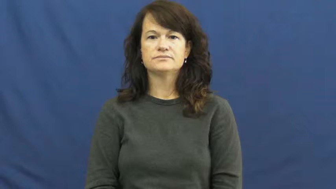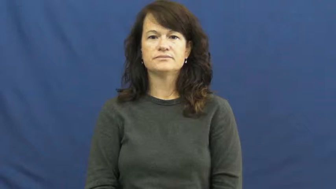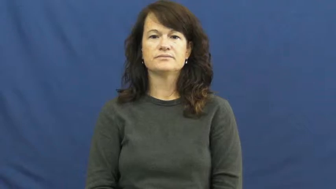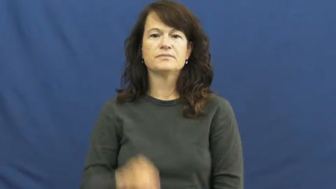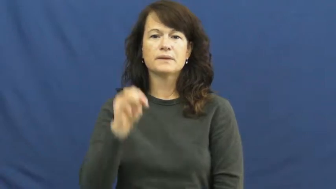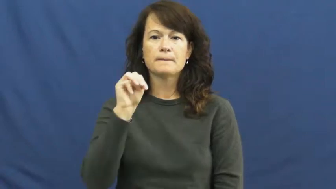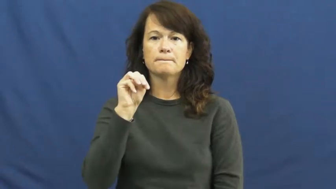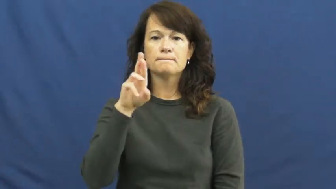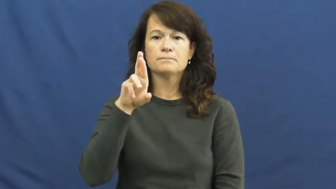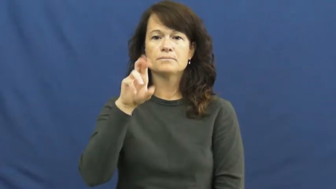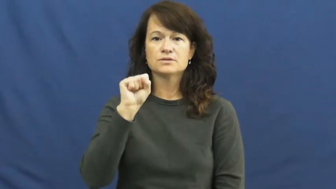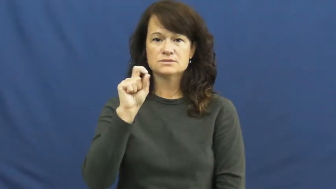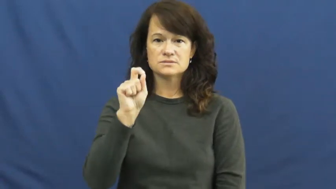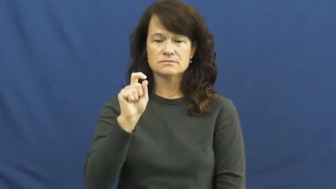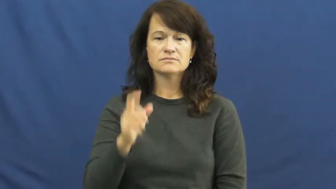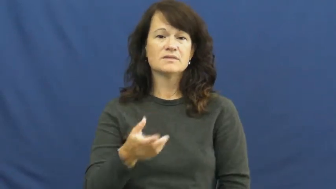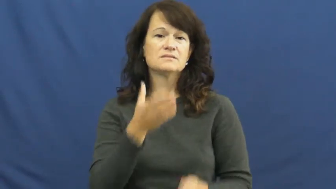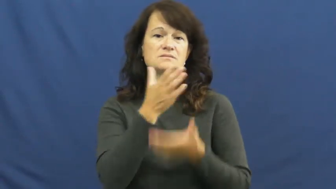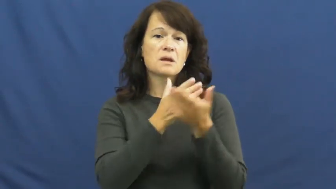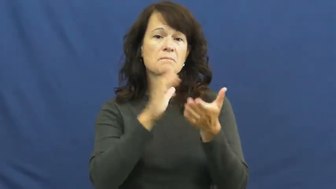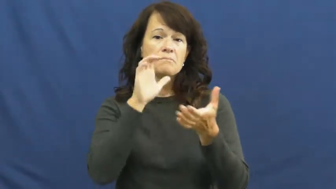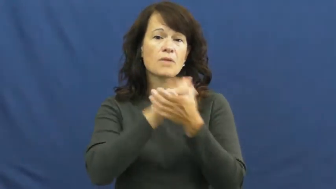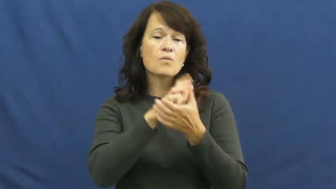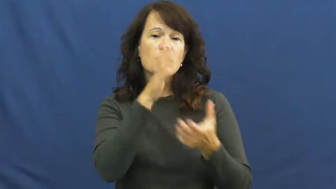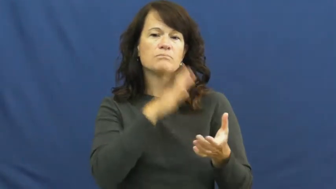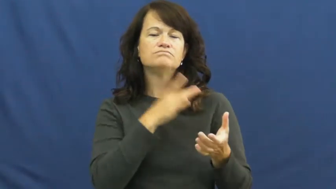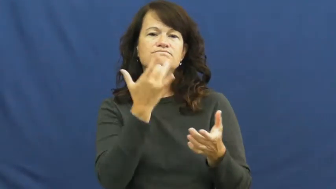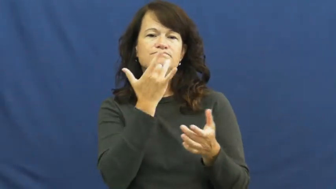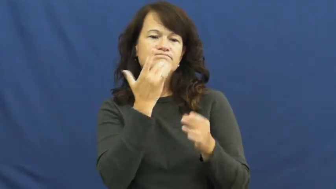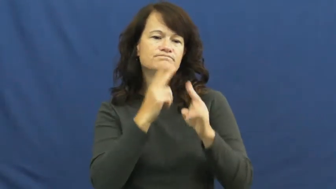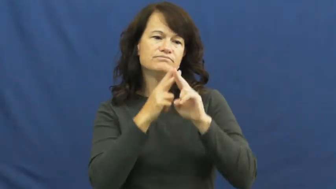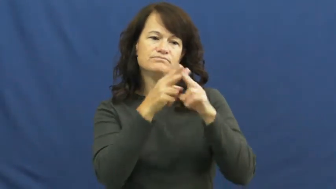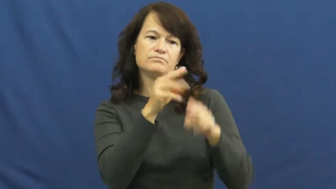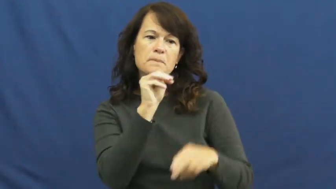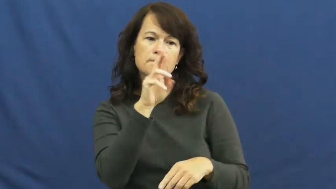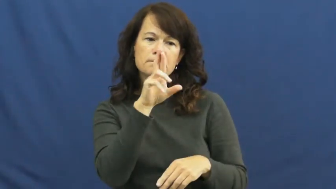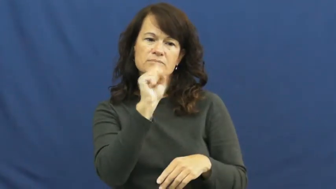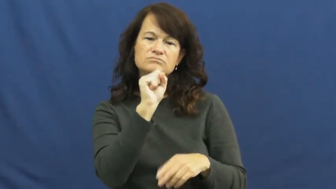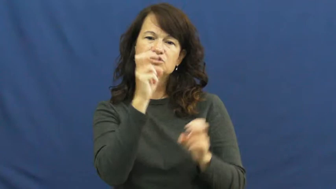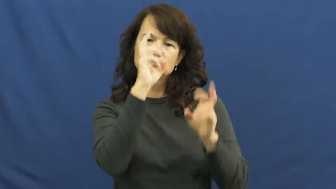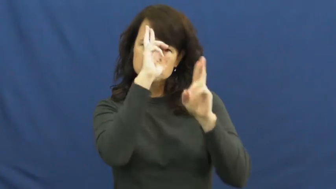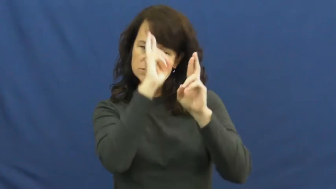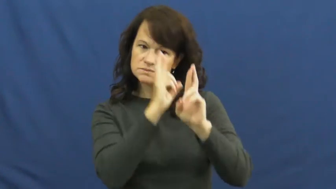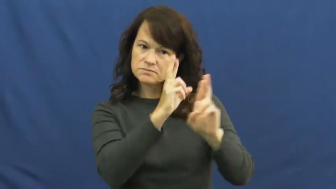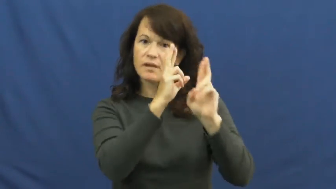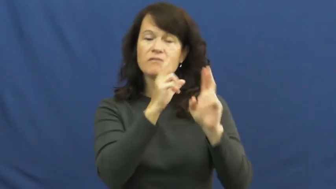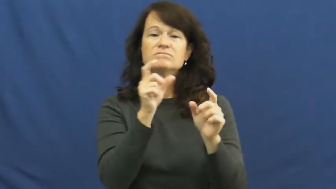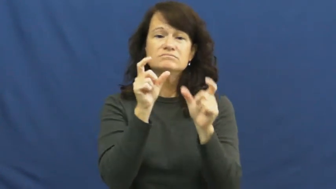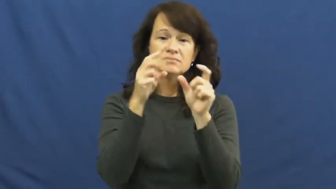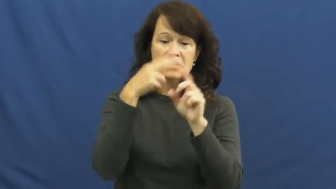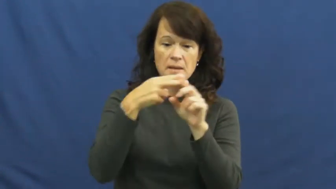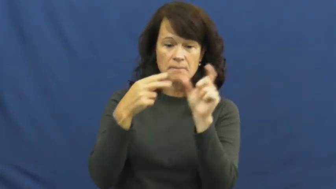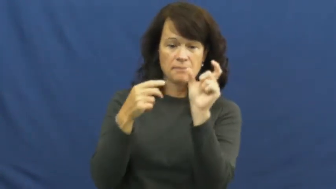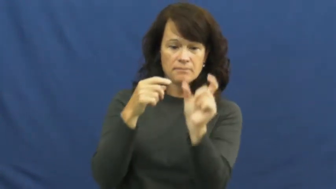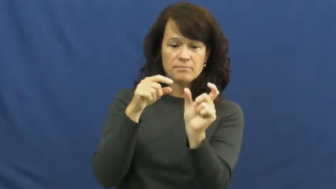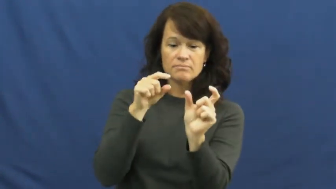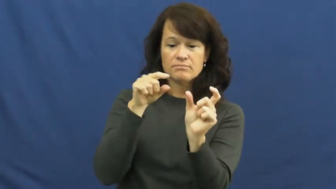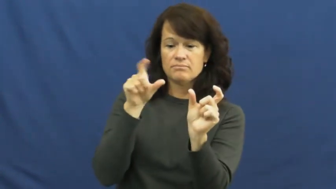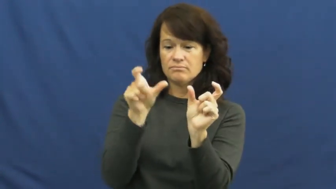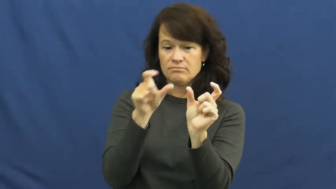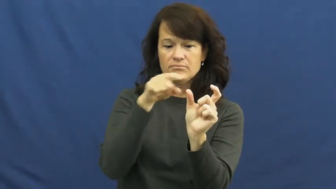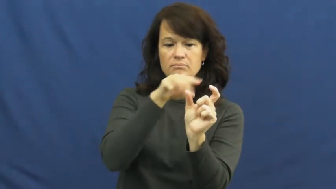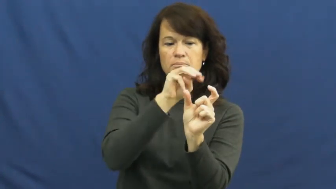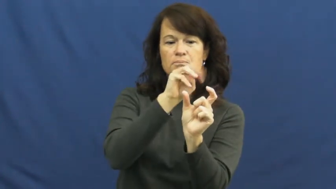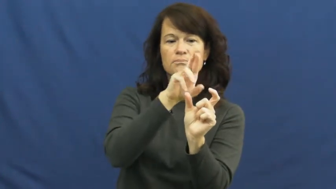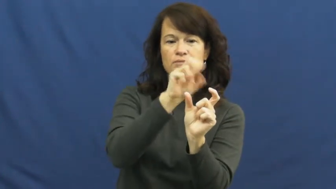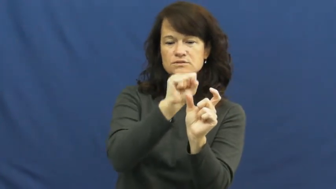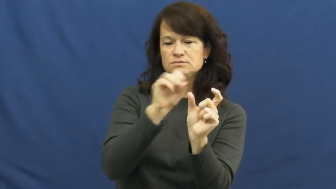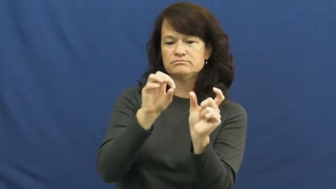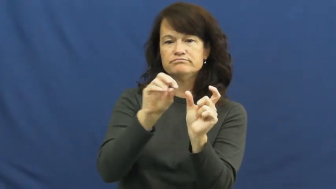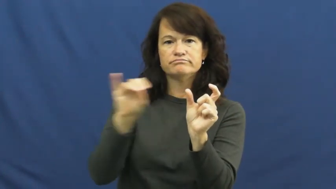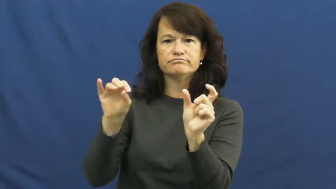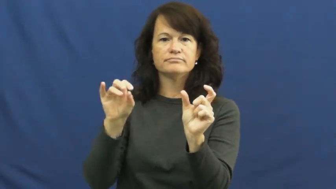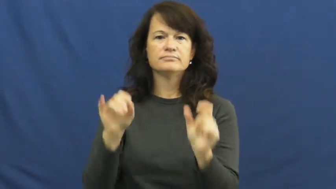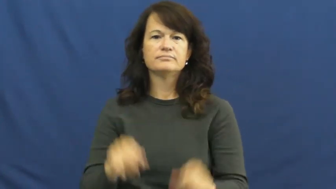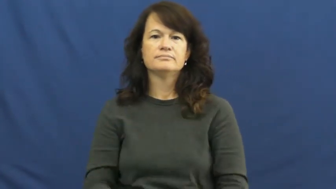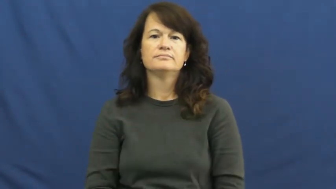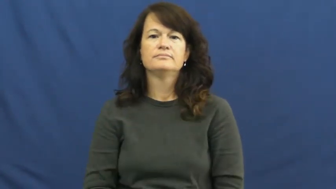Mrs.,misses,missus,senora,signora